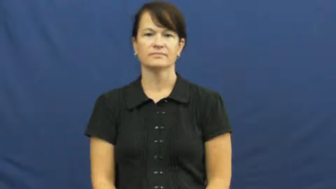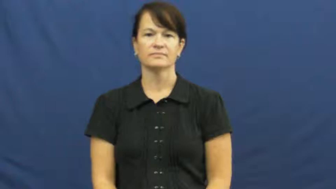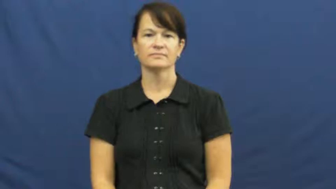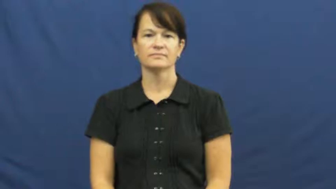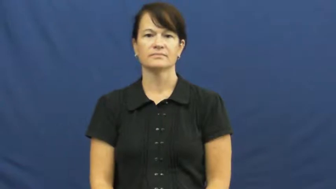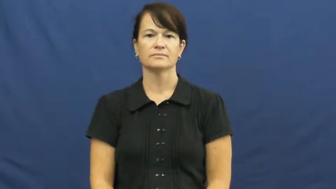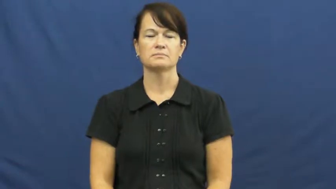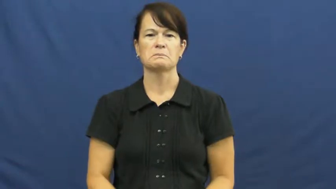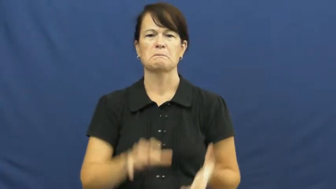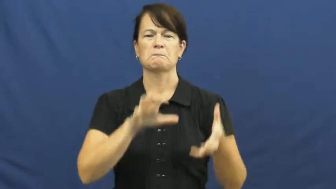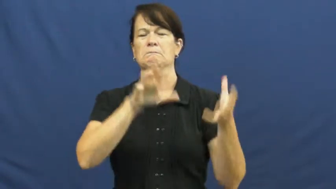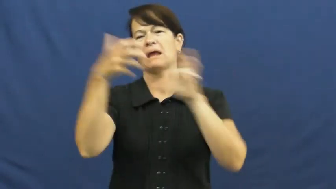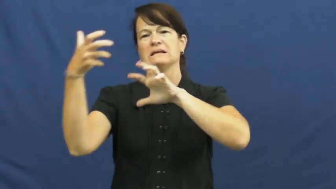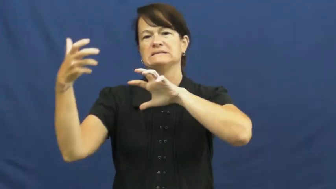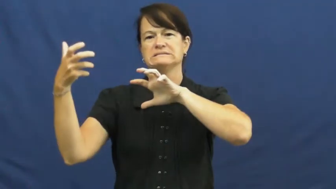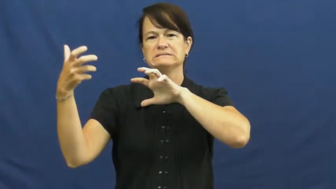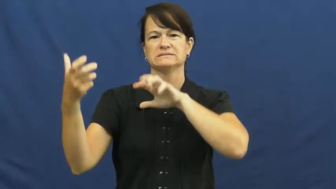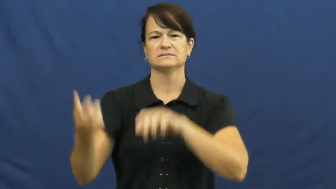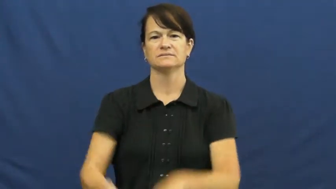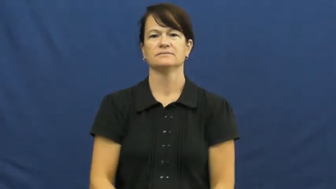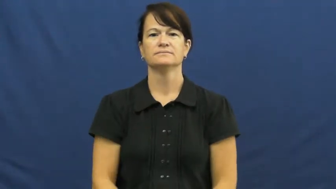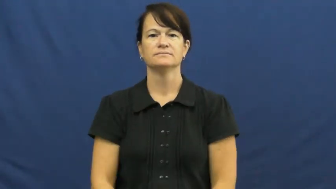upheaval